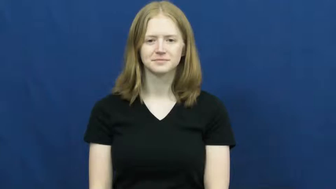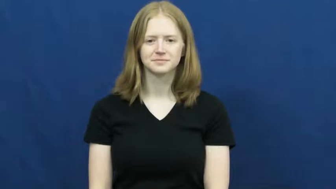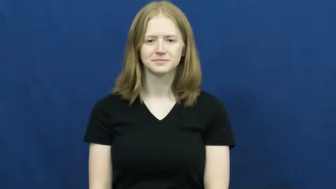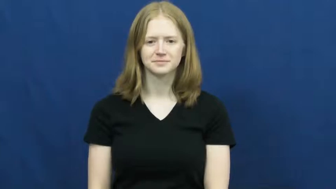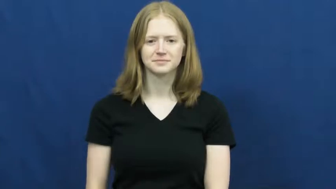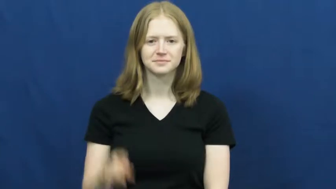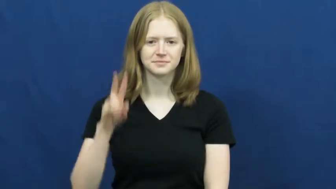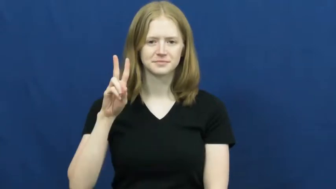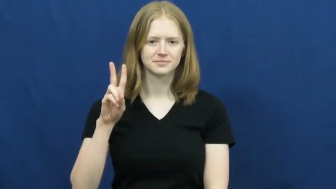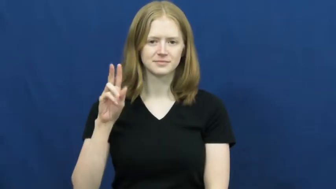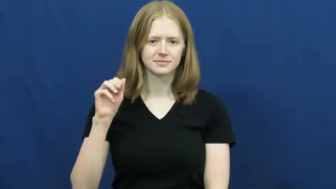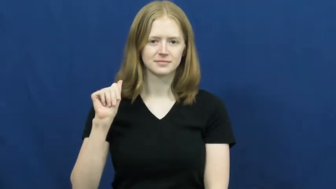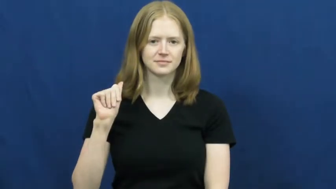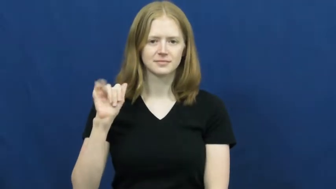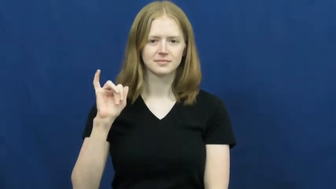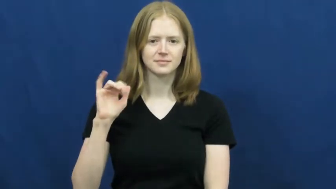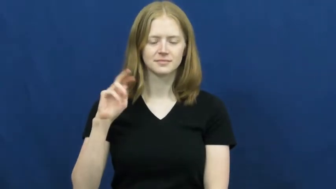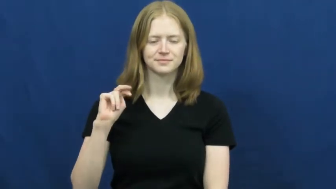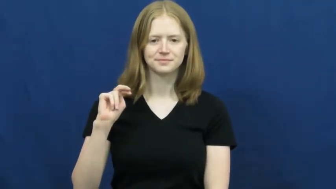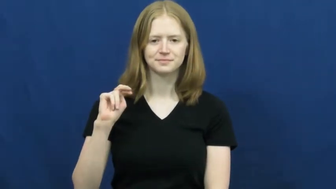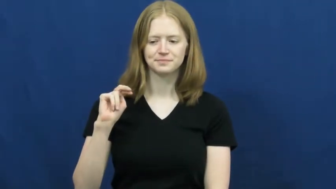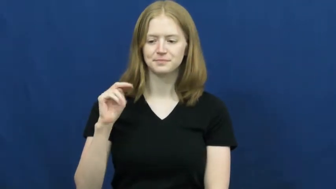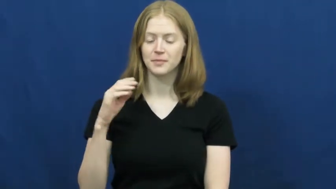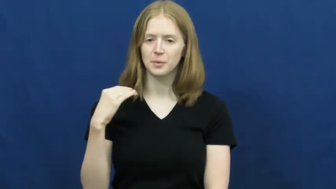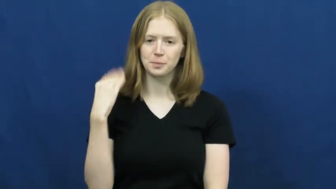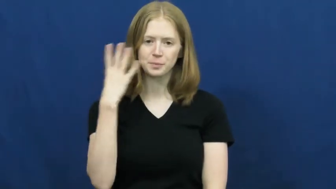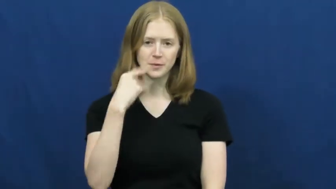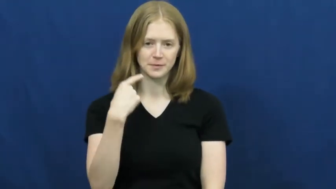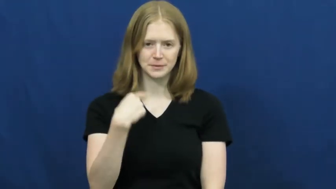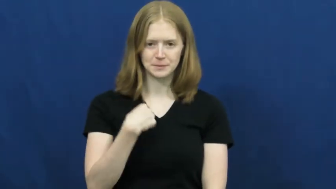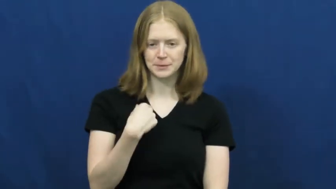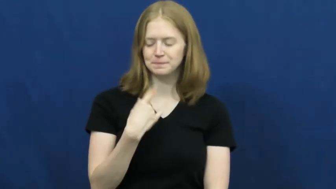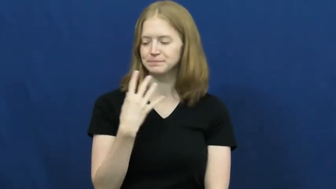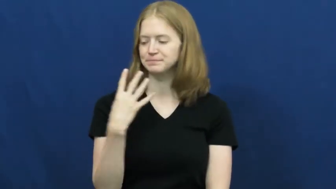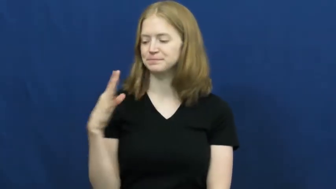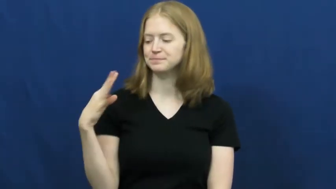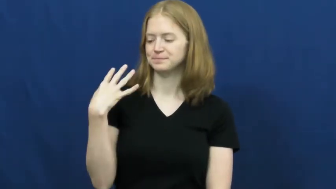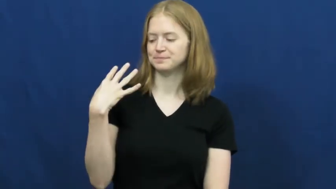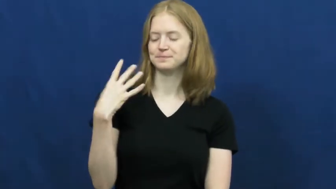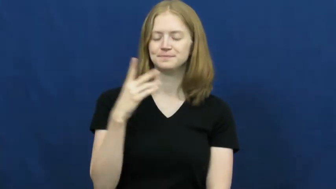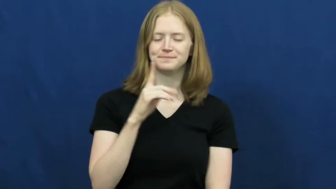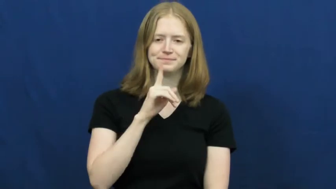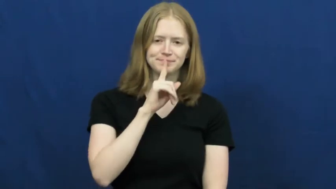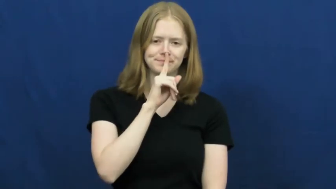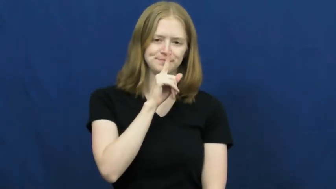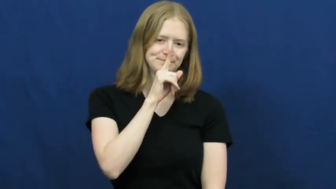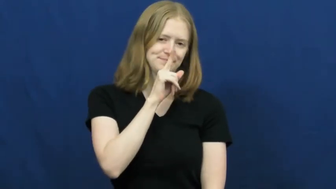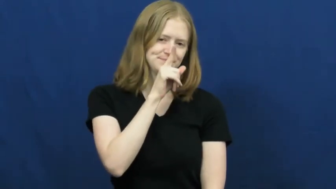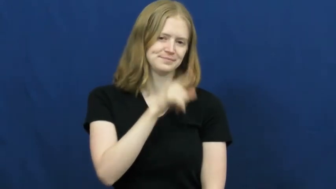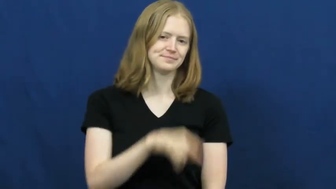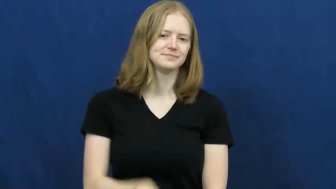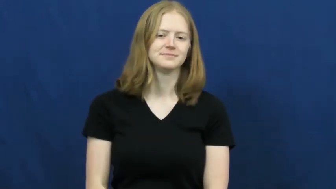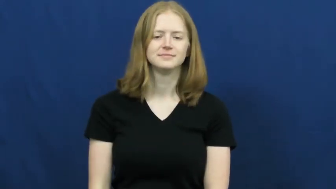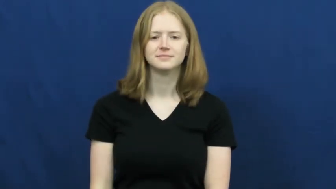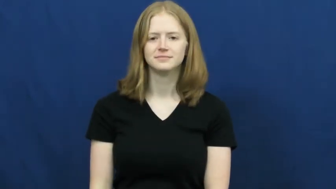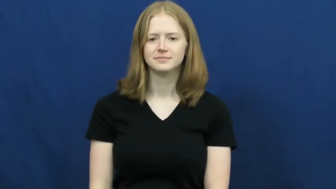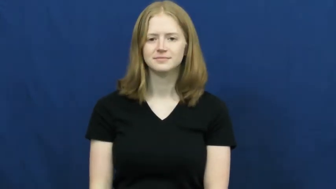vanity-vain